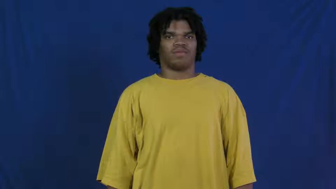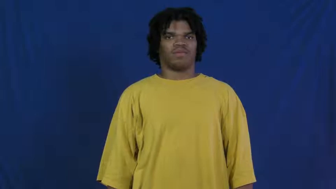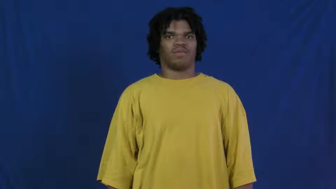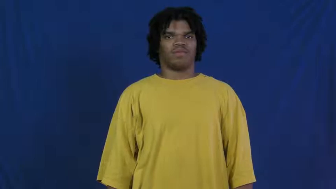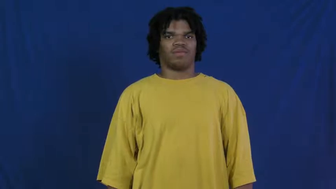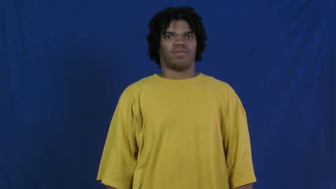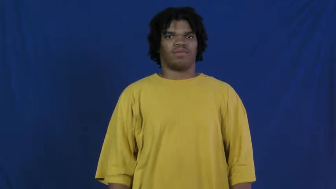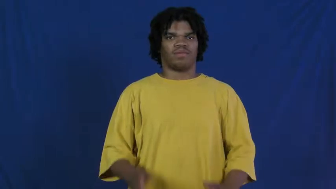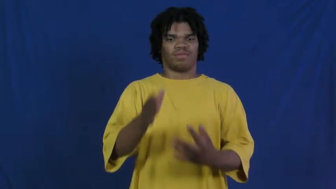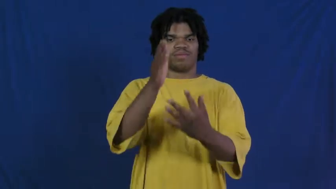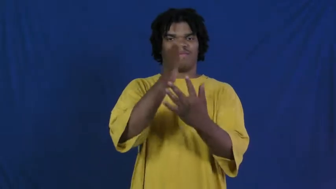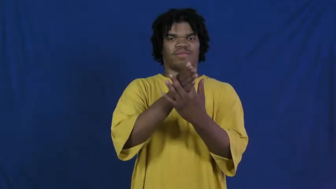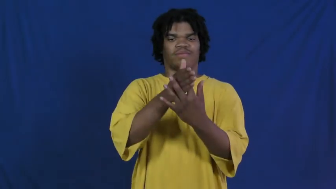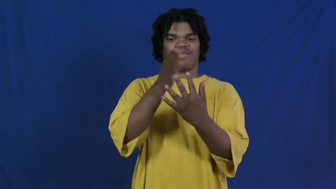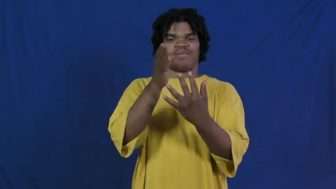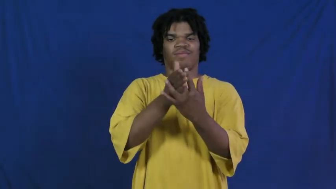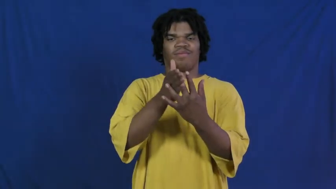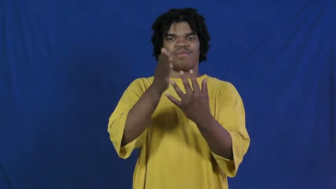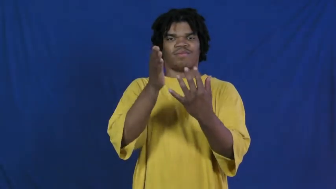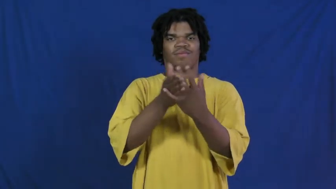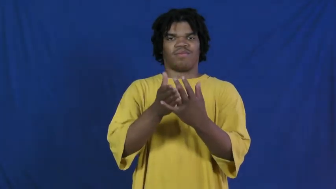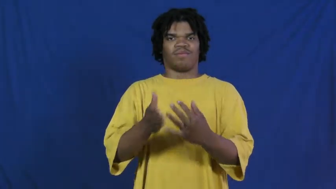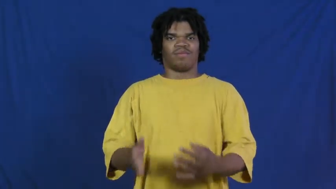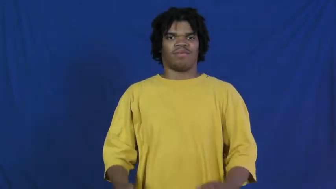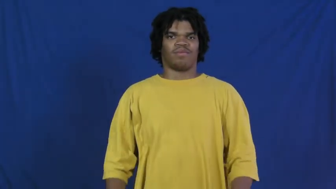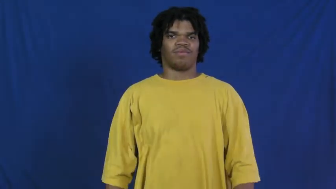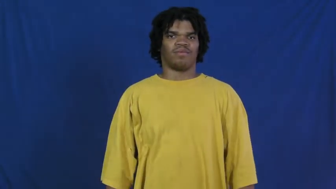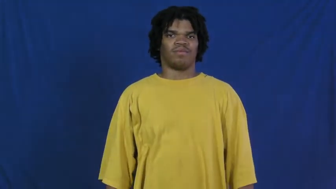file,interfile-paper